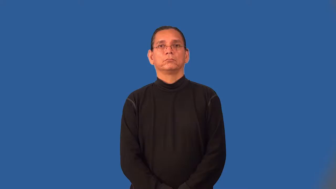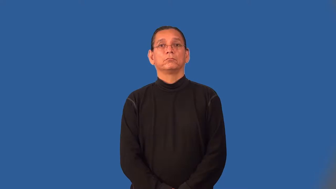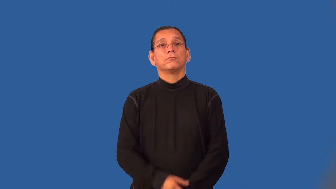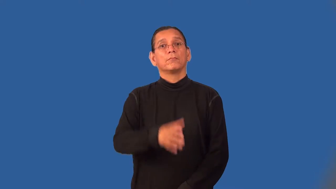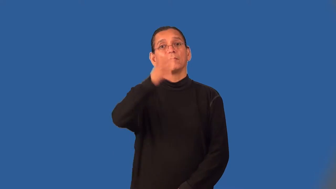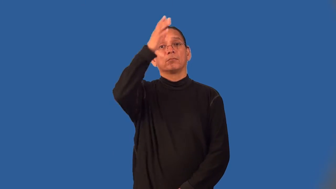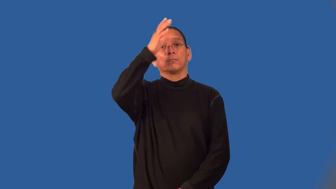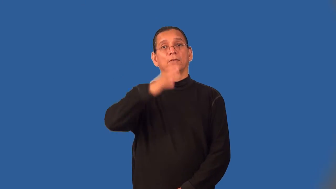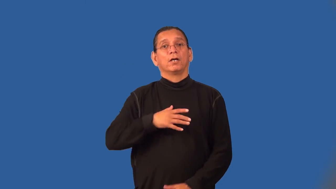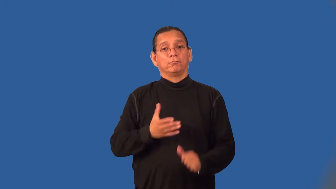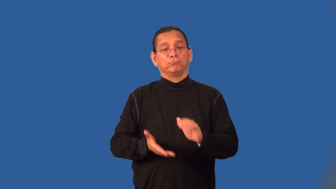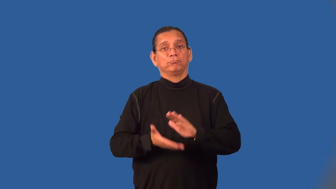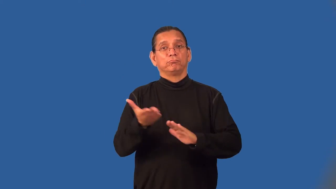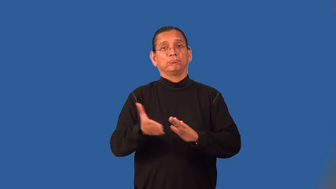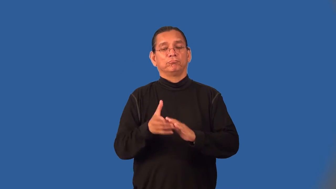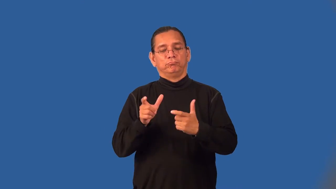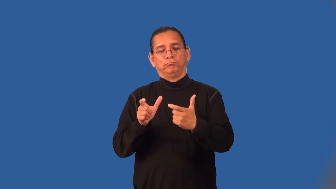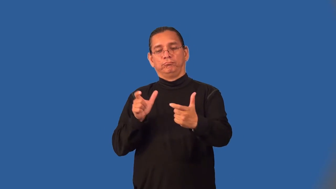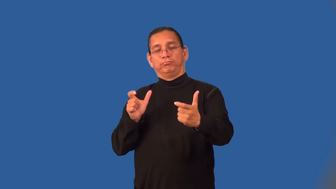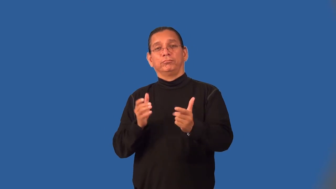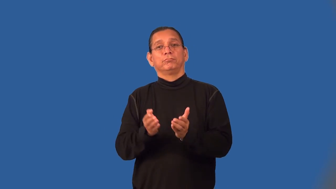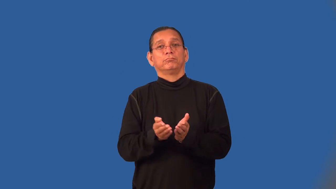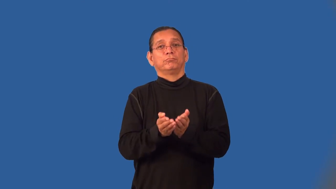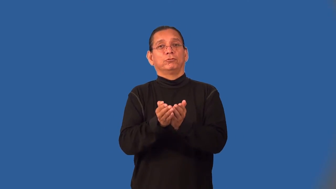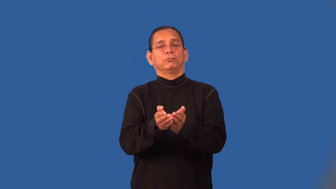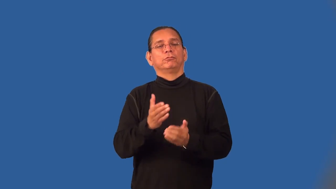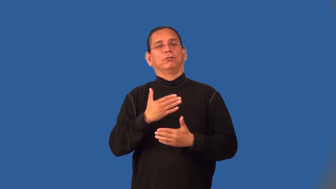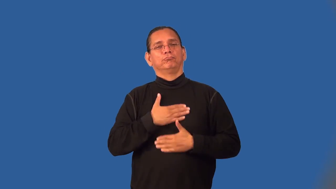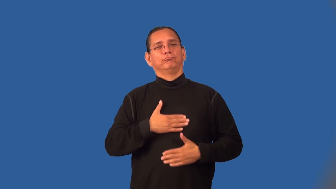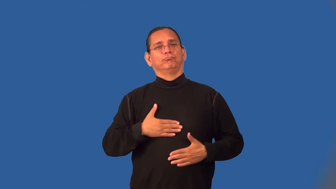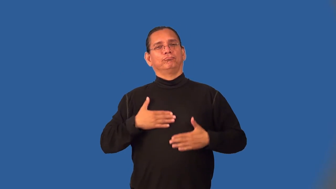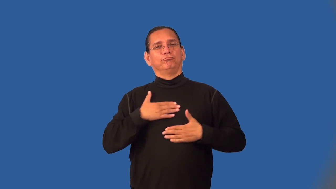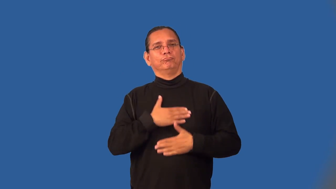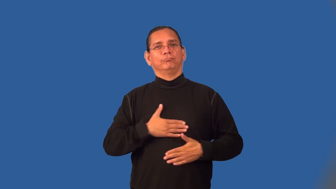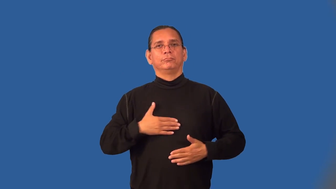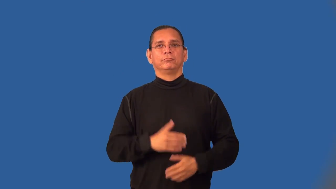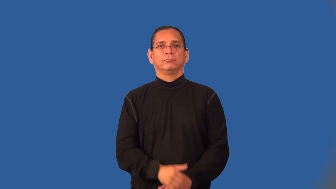yachtsman